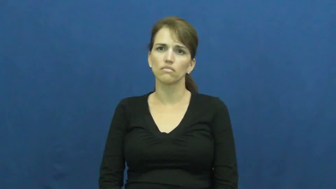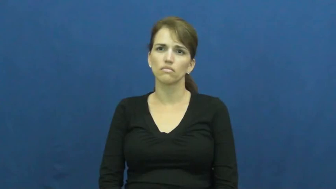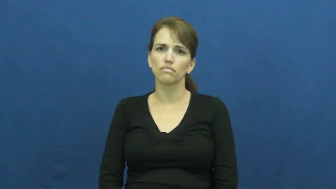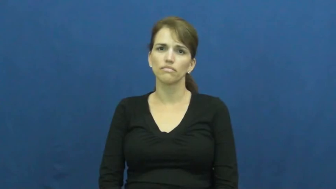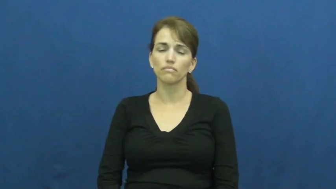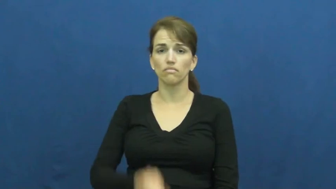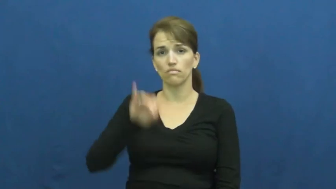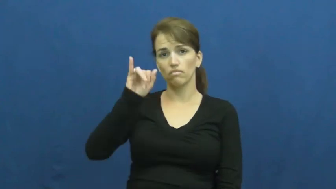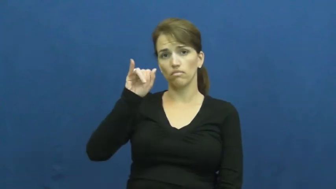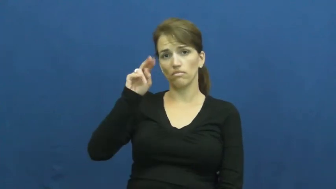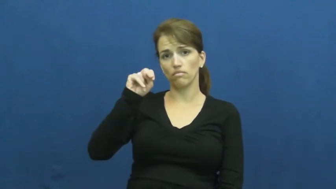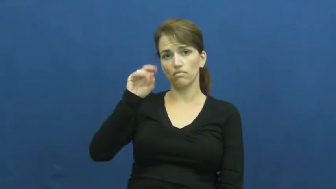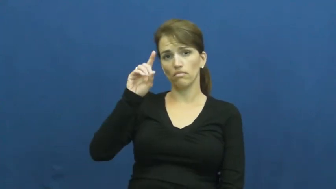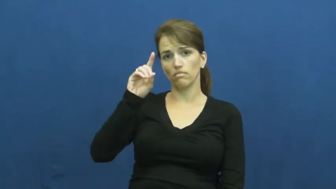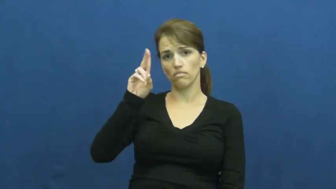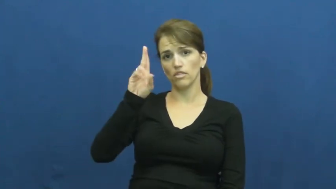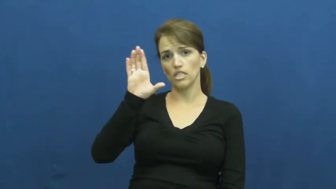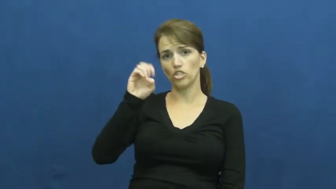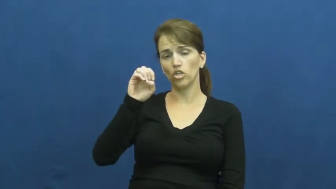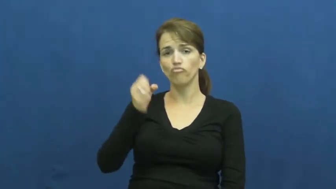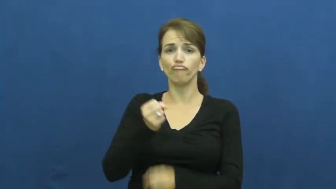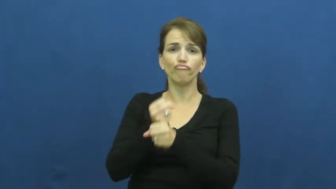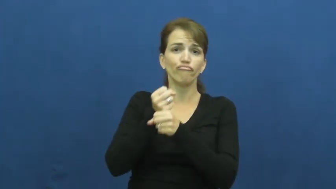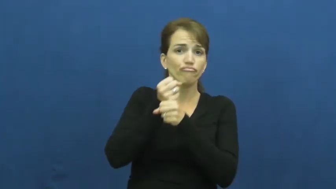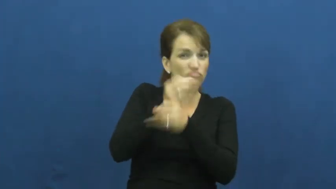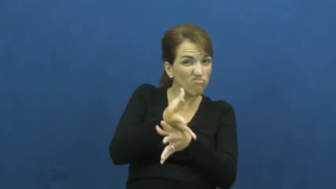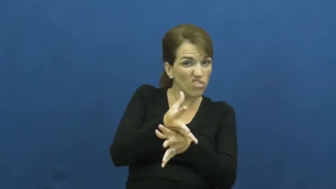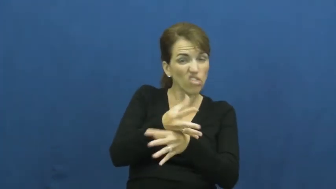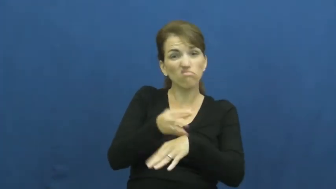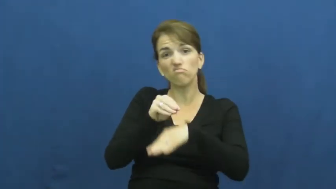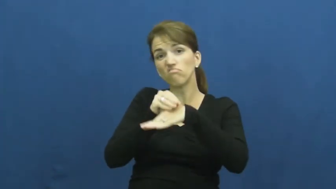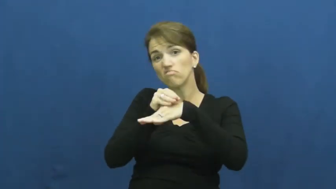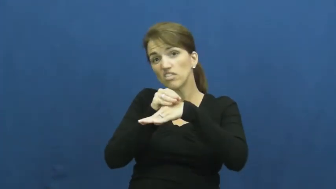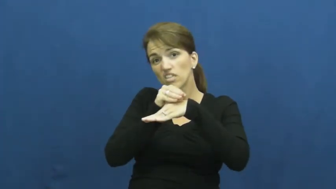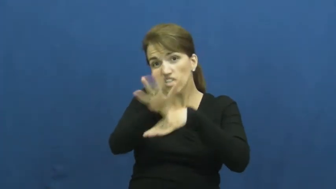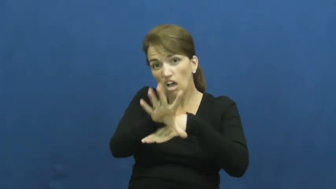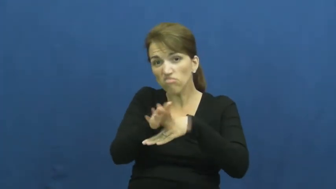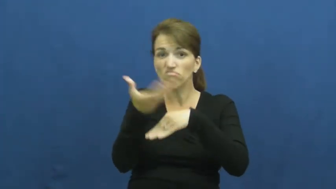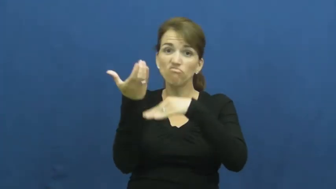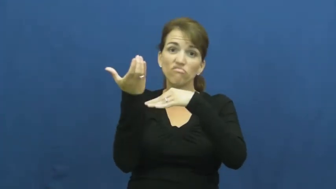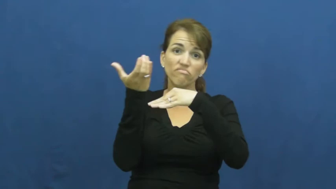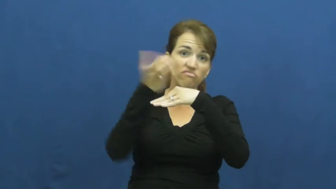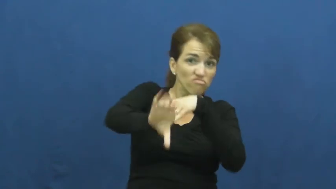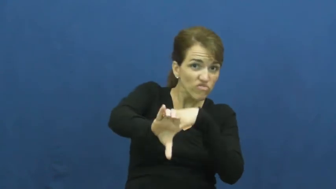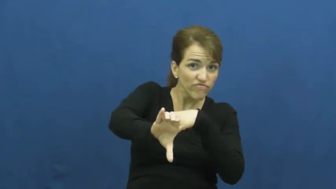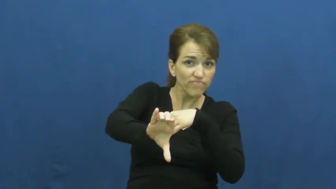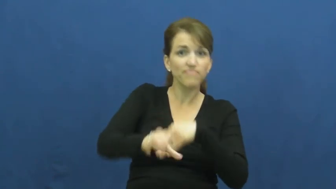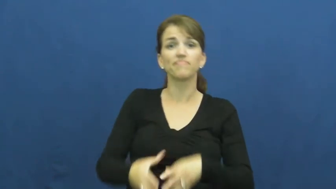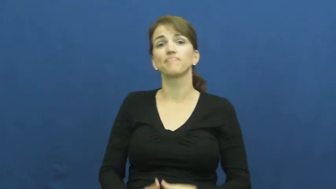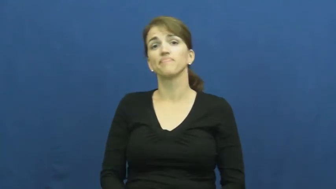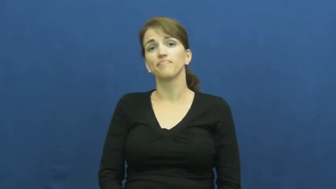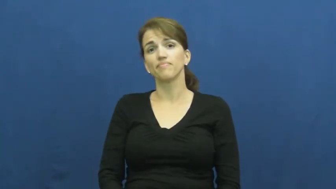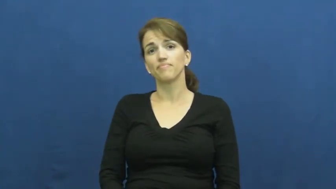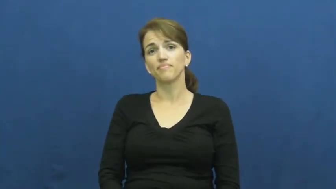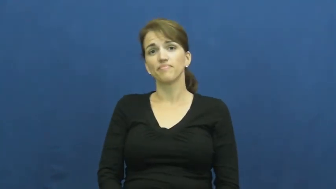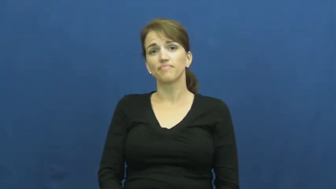induce